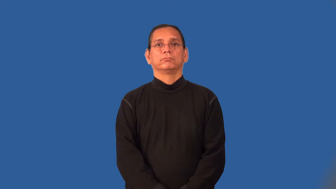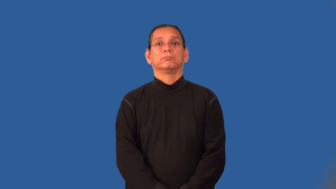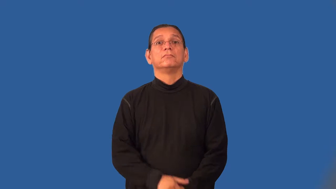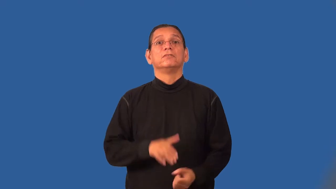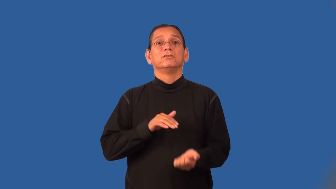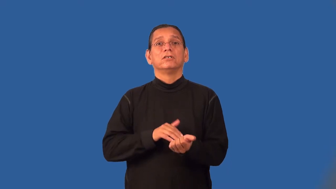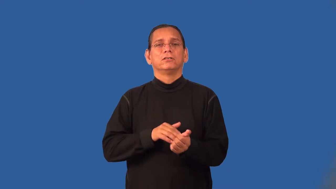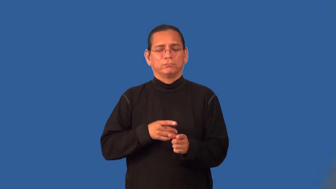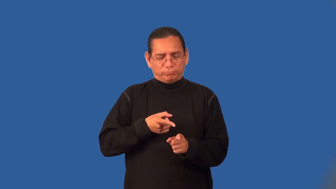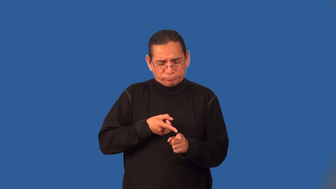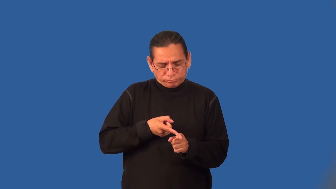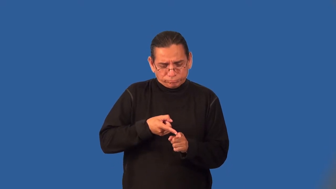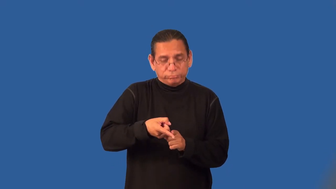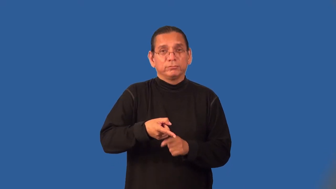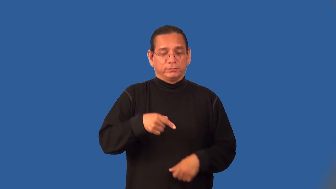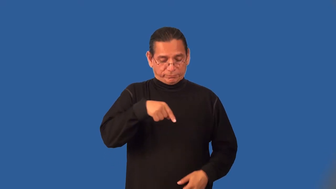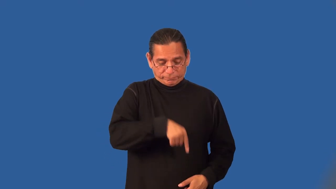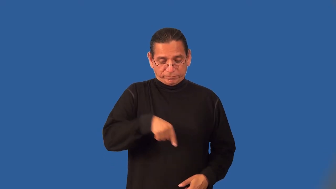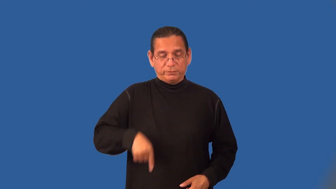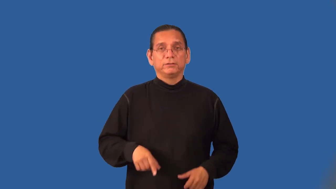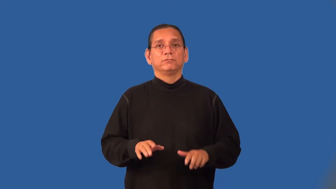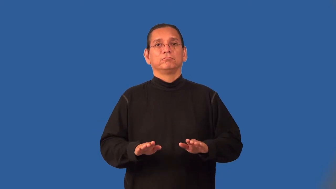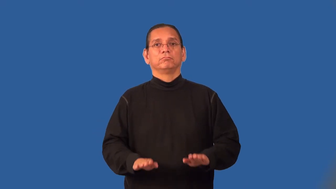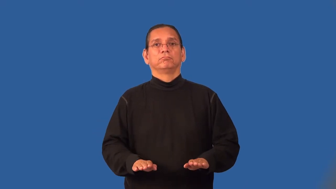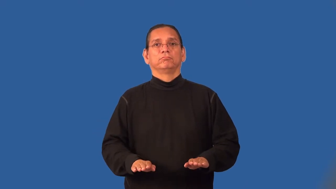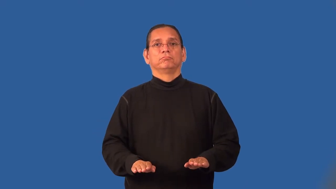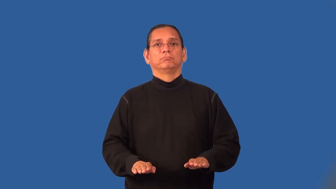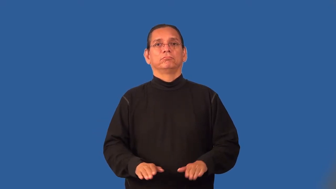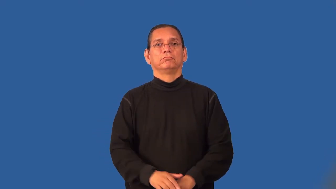podiatrist